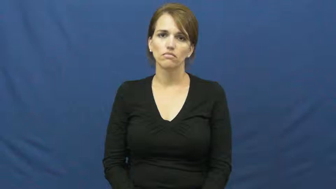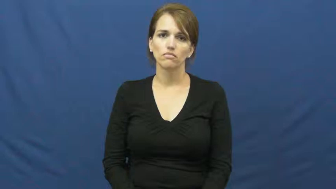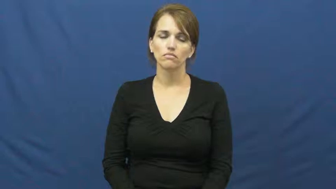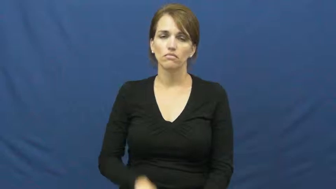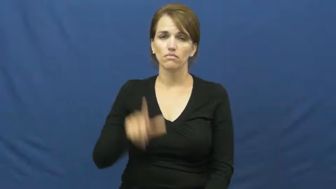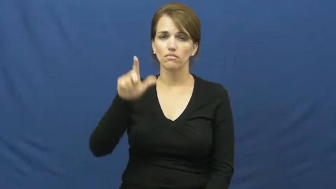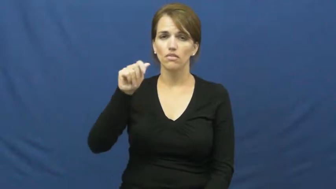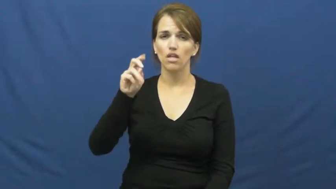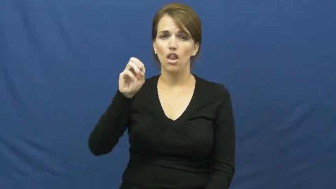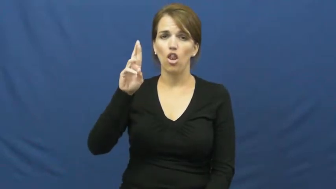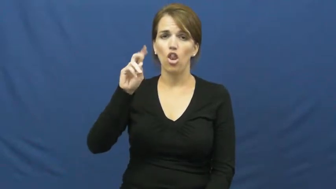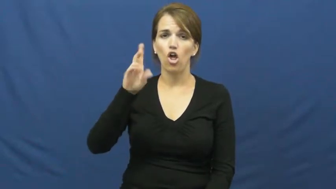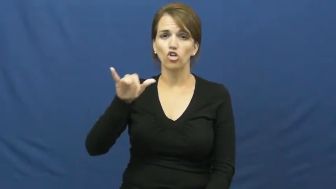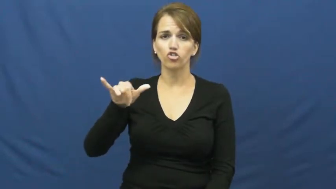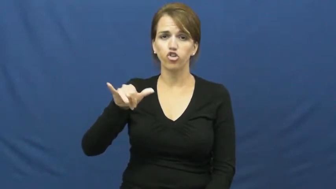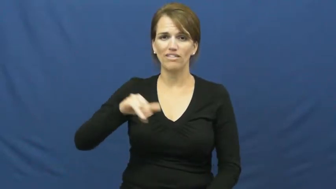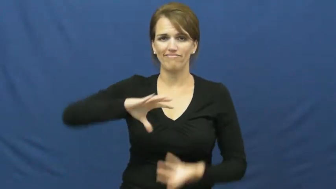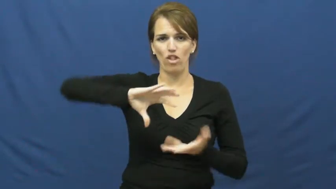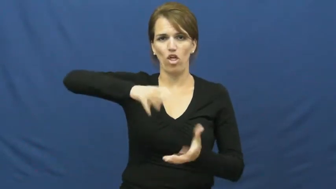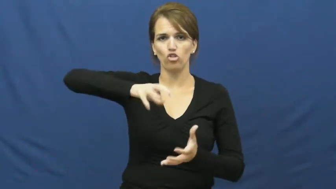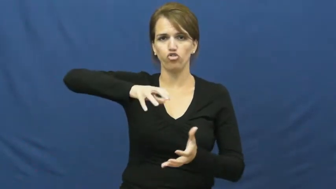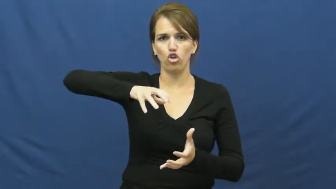laundry,launder